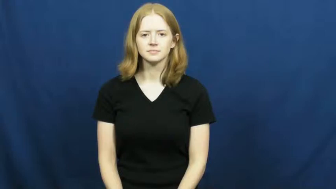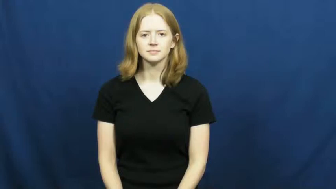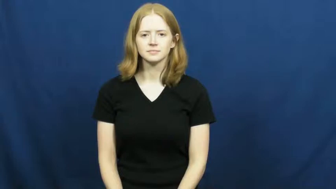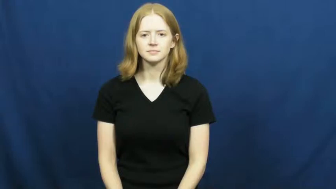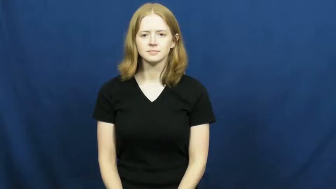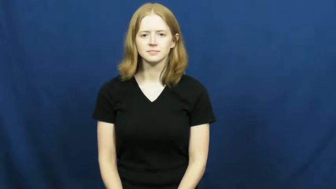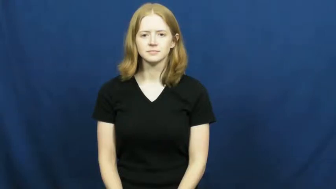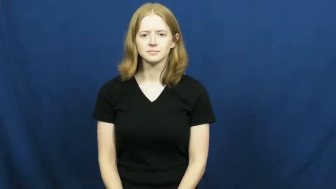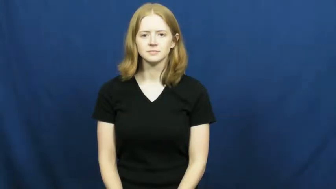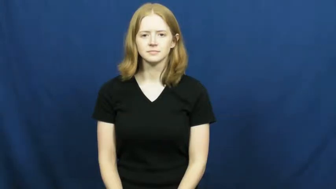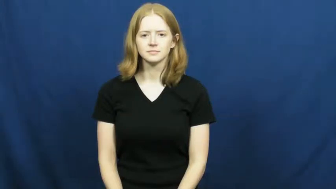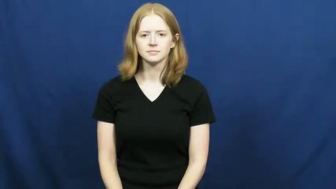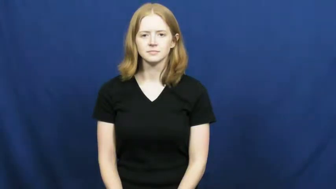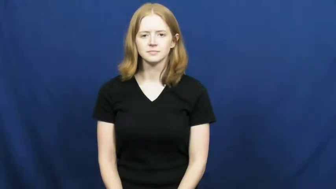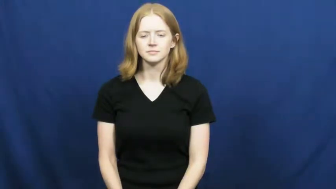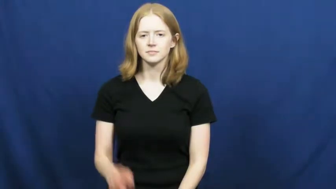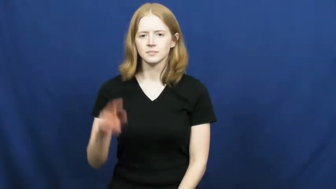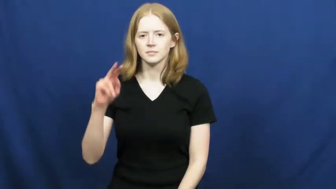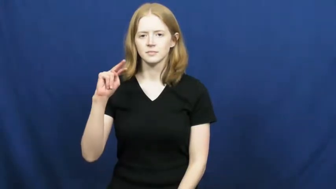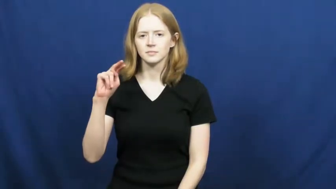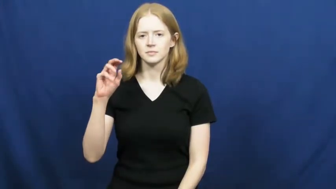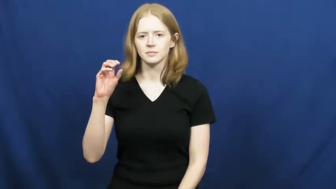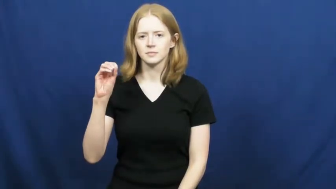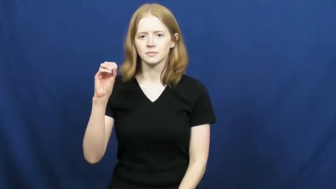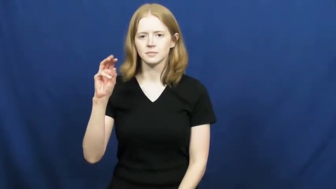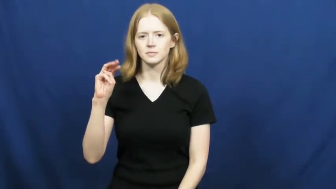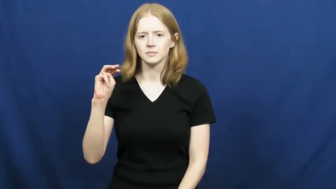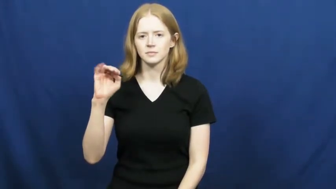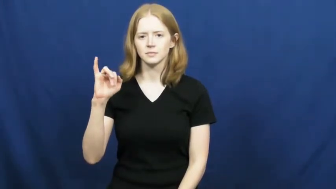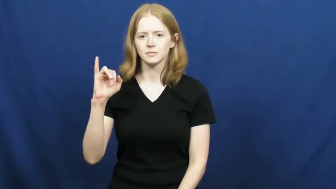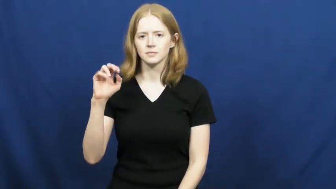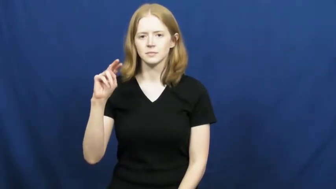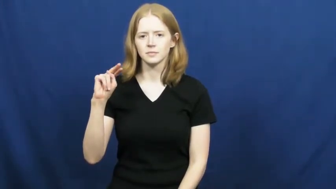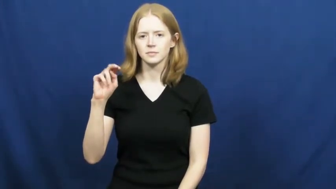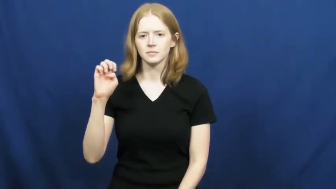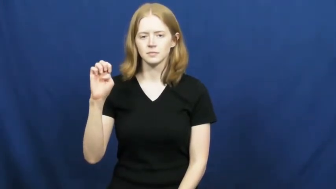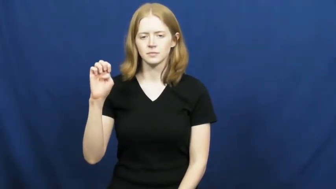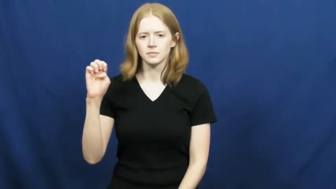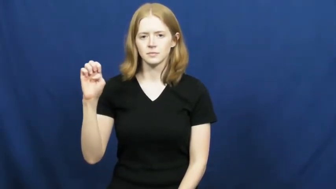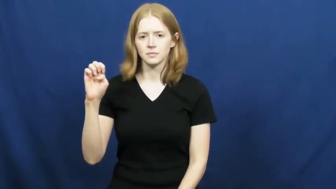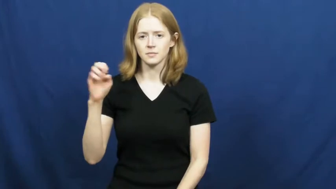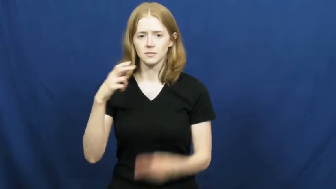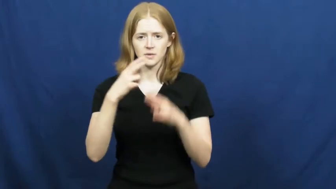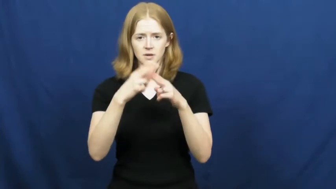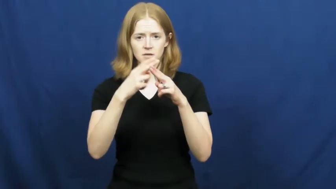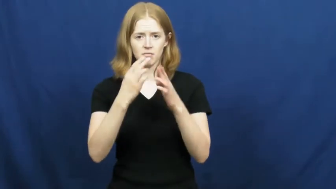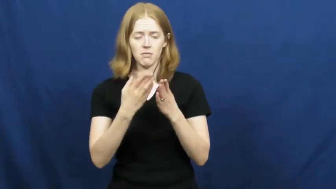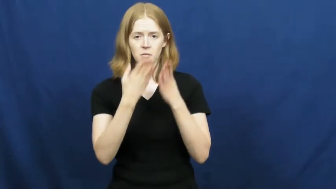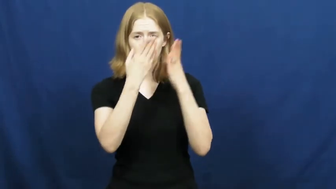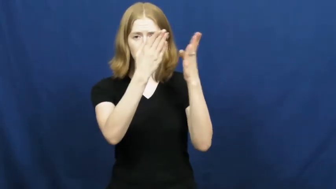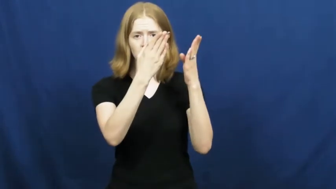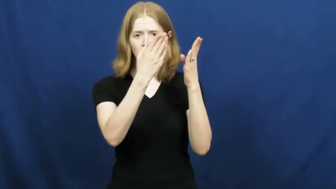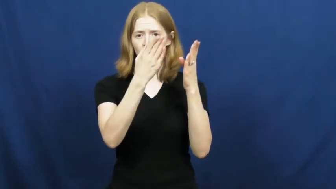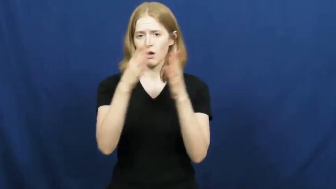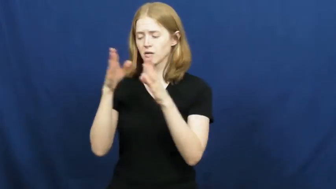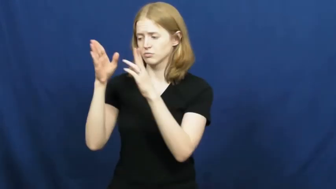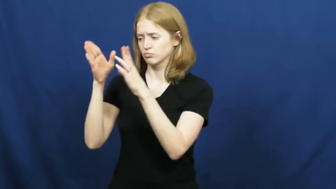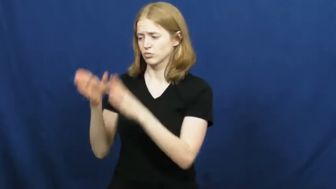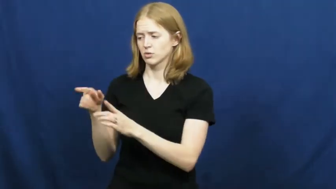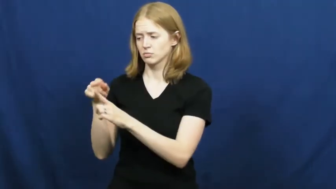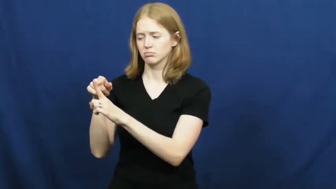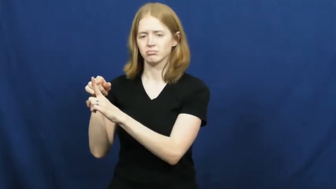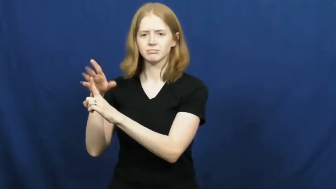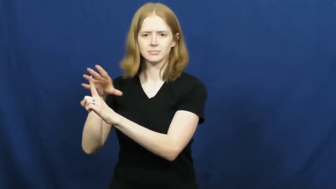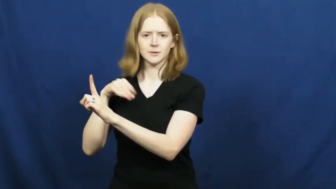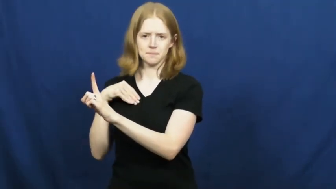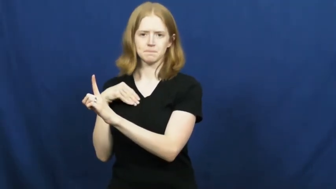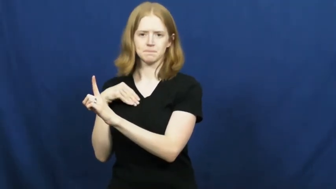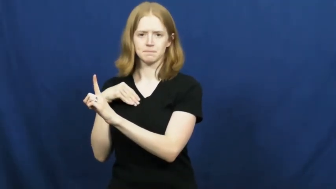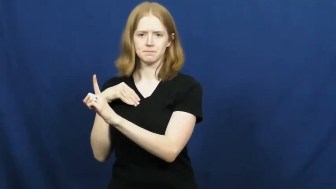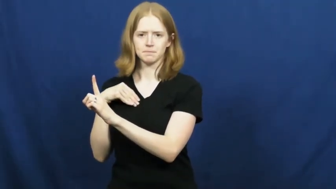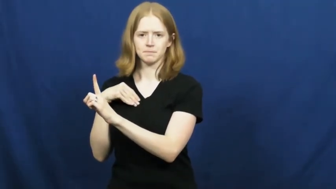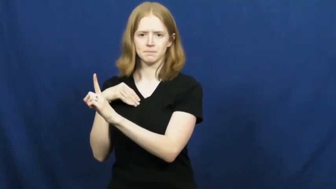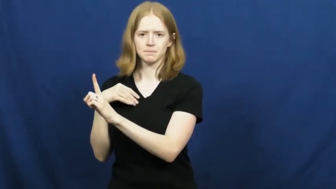nominee